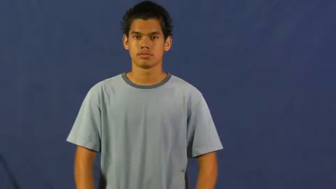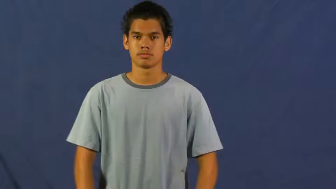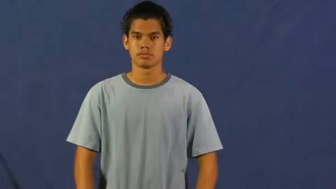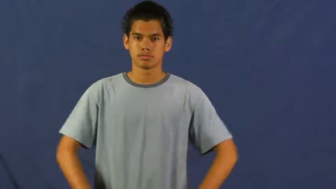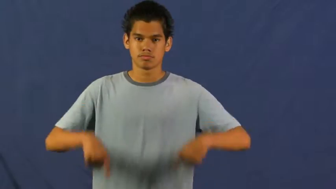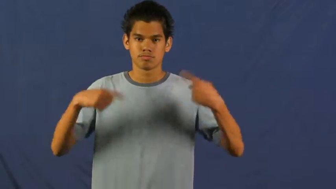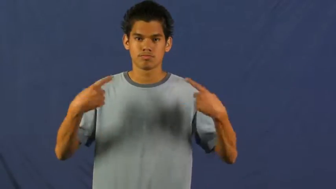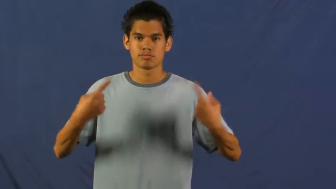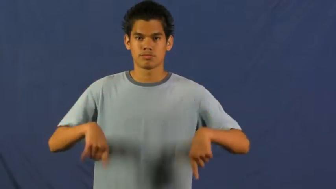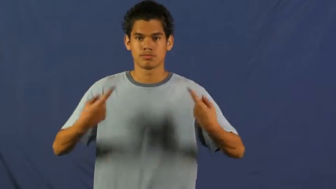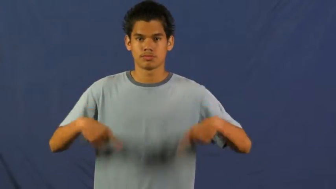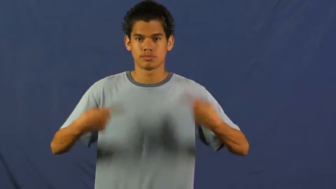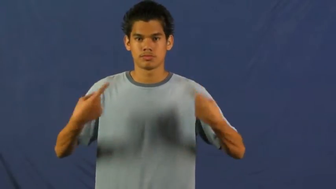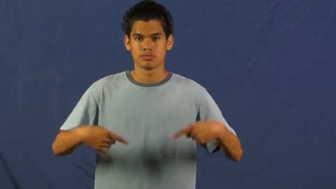argue,quarrel,bicker,squabble,run in,fuss,fight,dust up,row,affray,brouhaha,combative